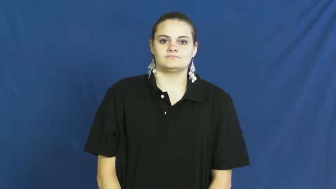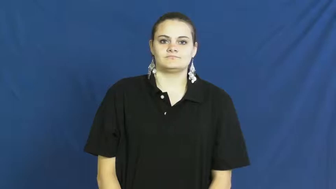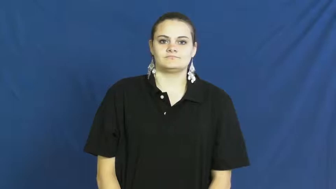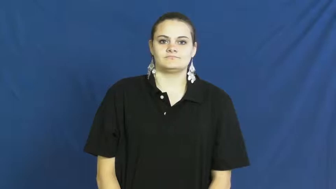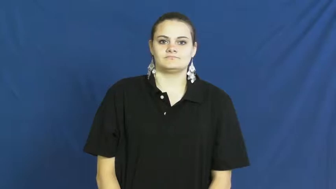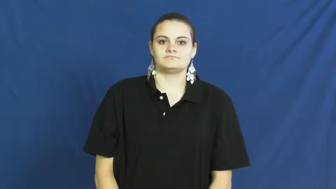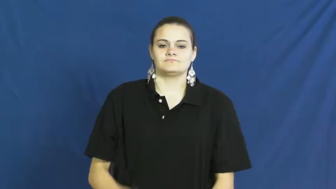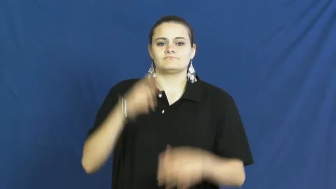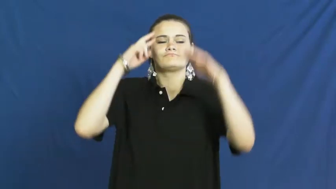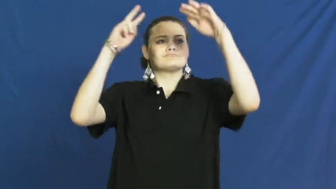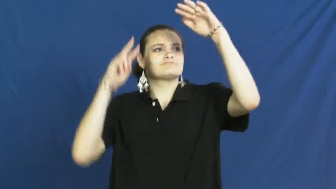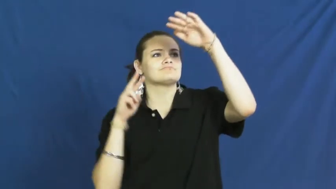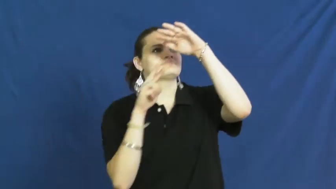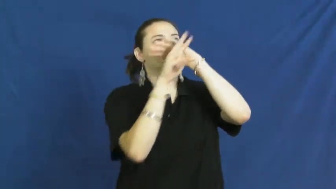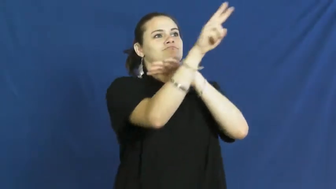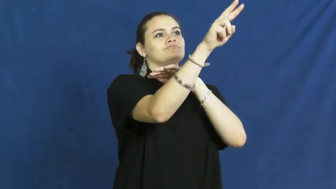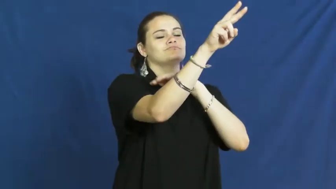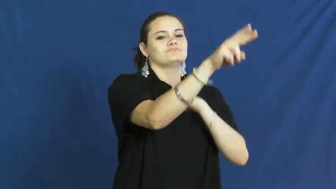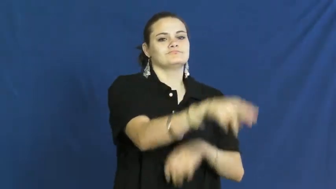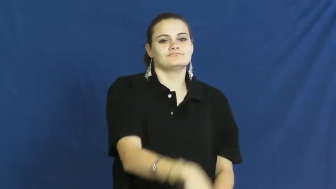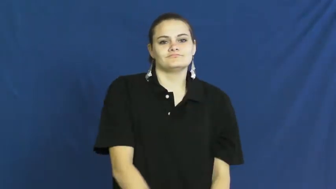look forward to